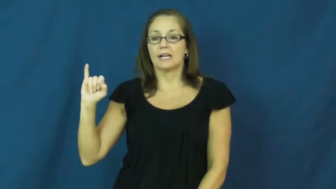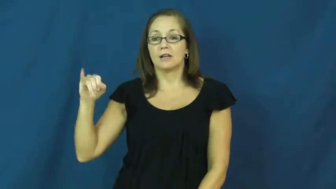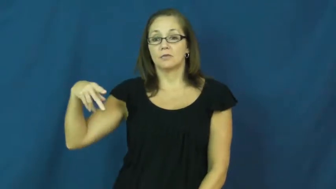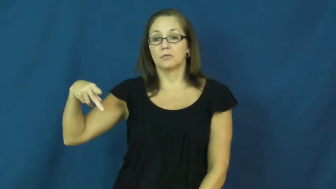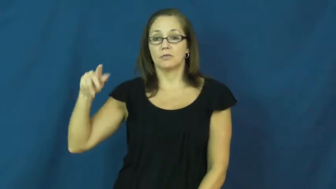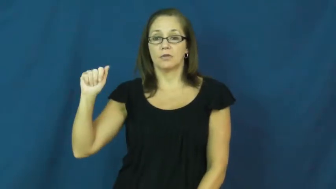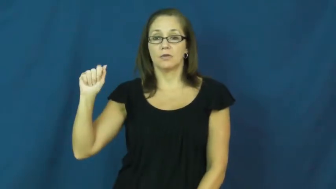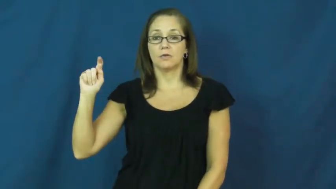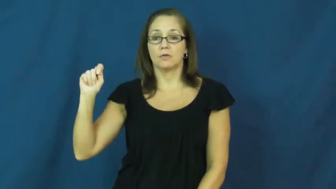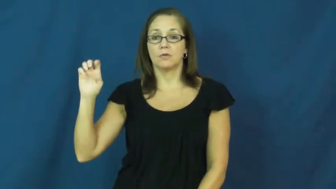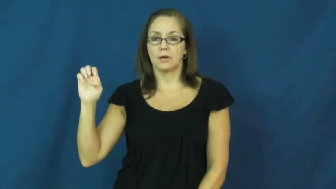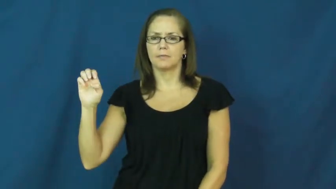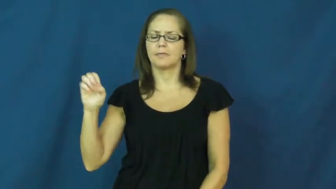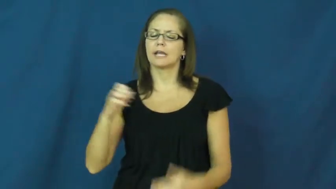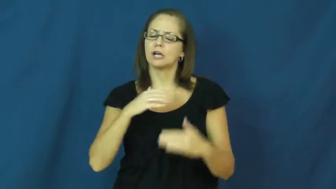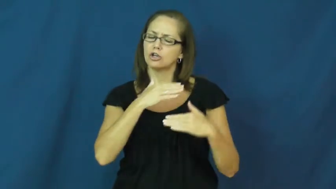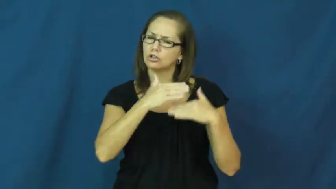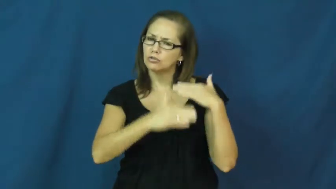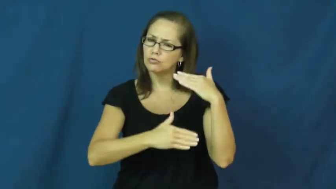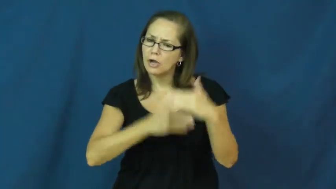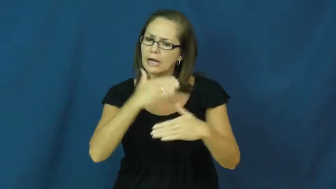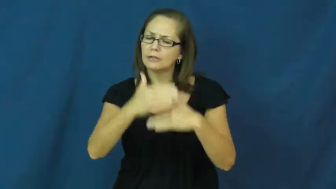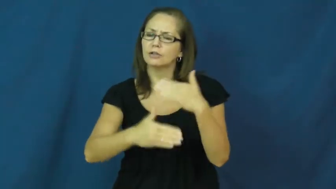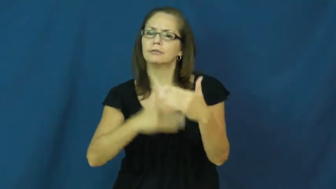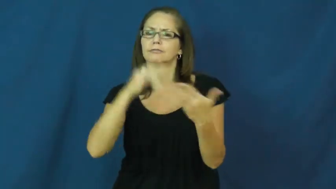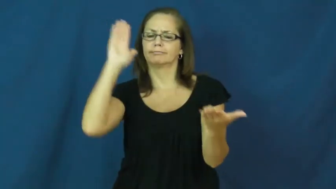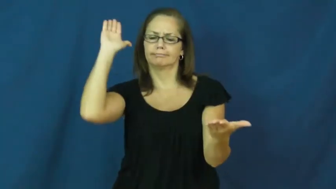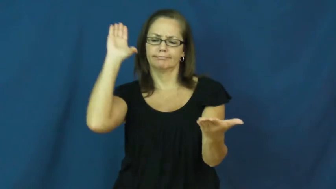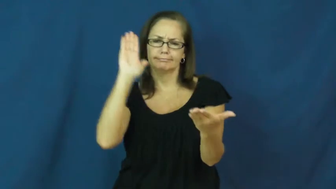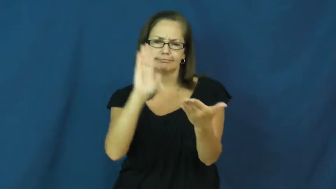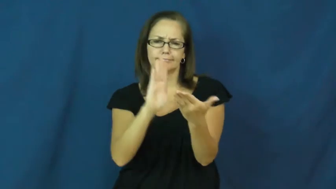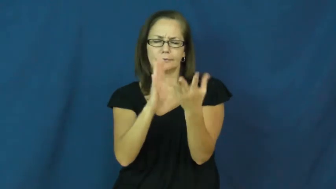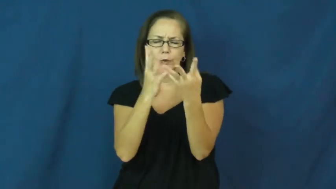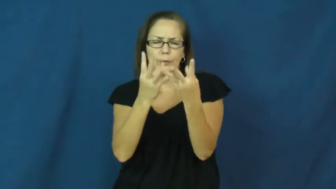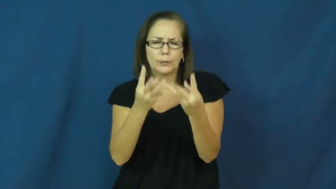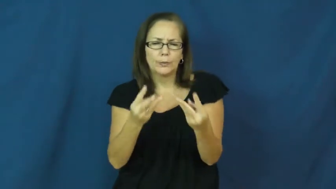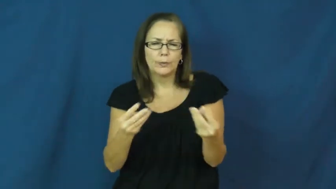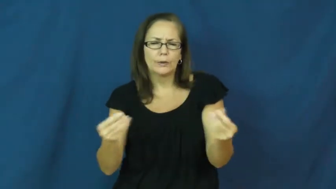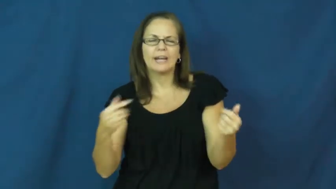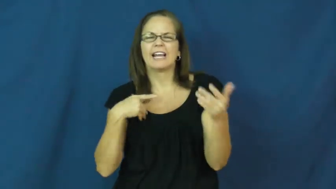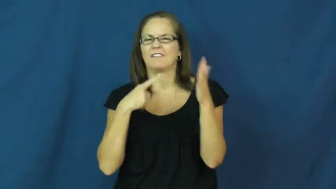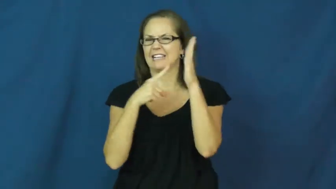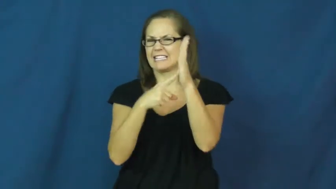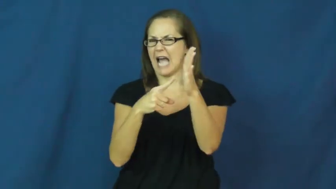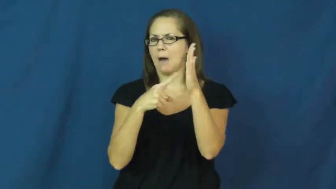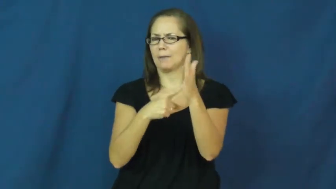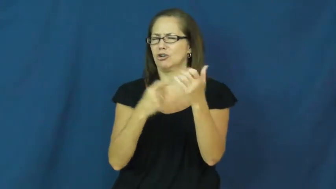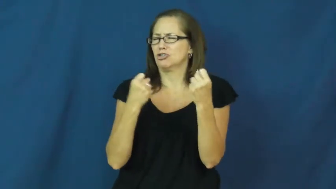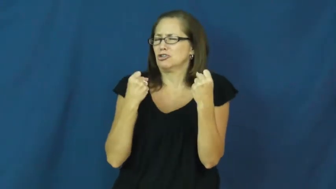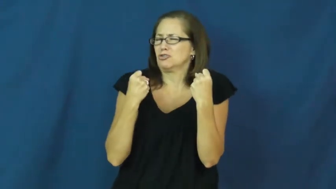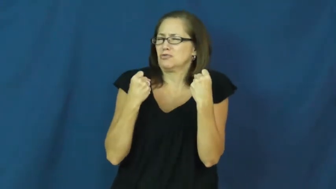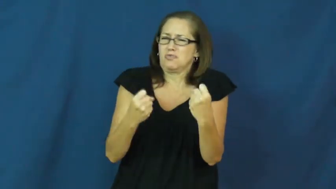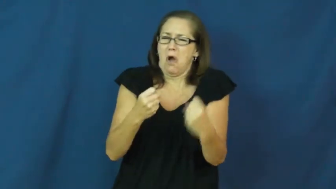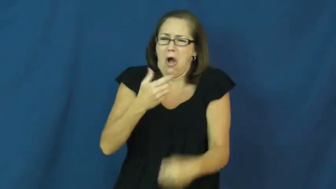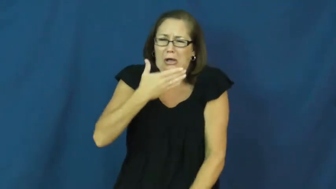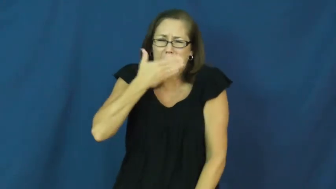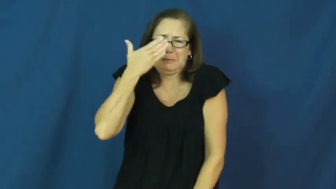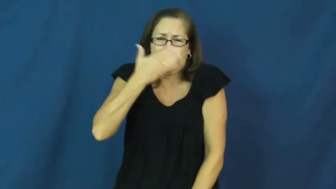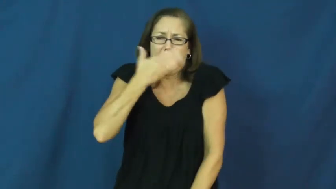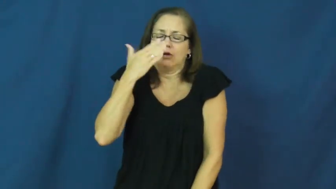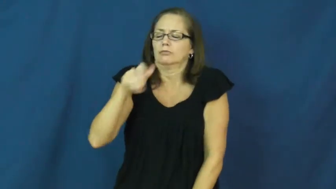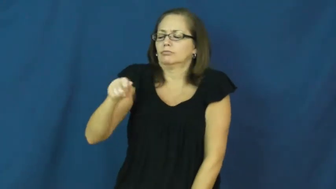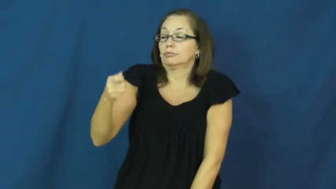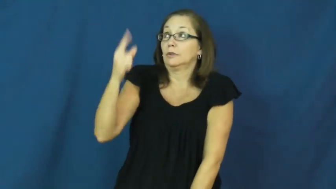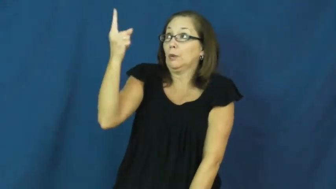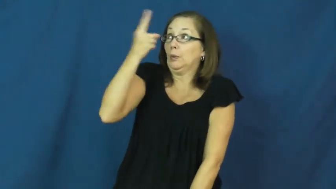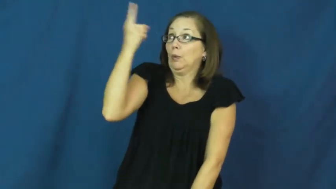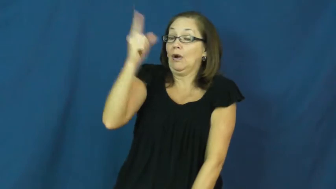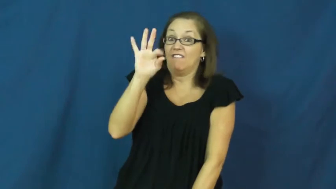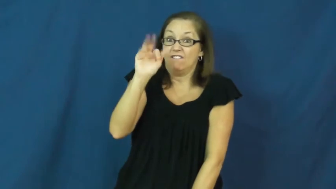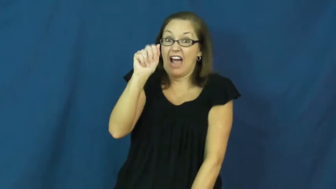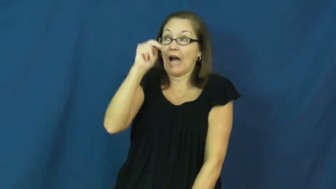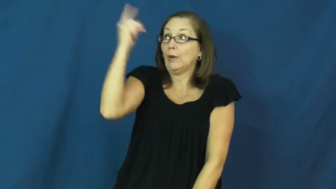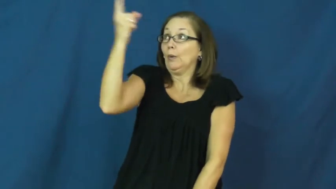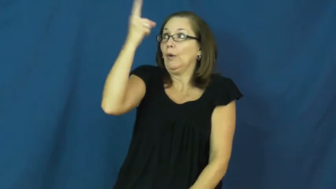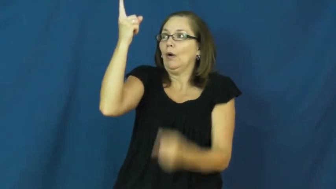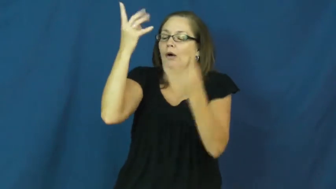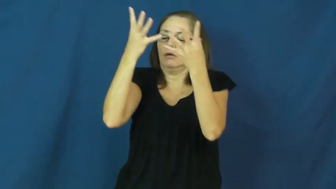dissipate